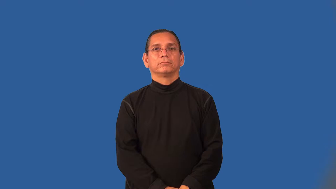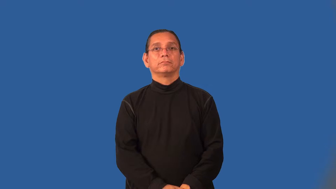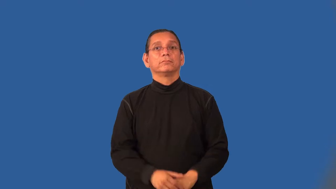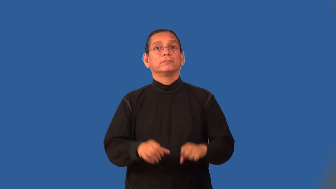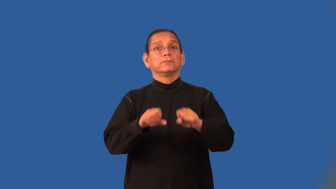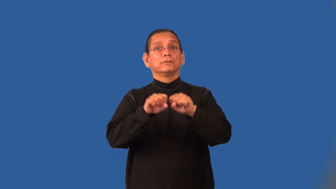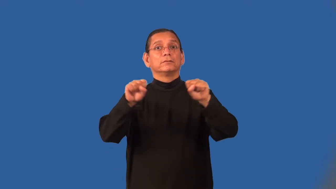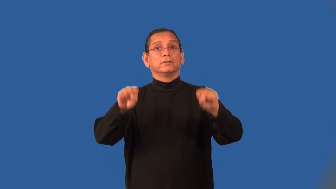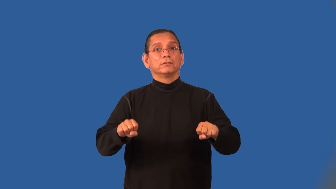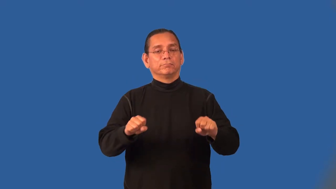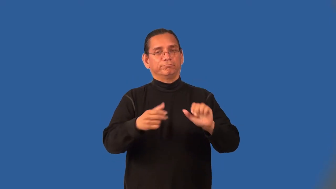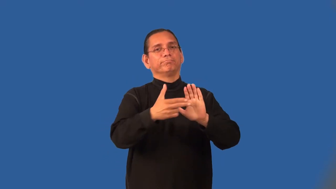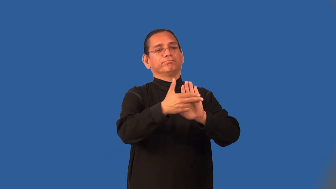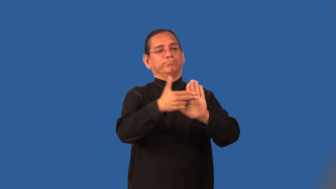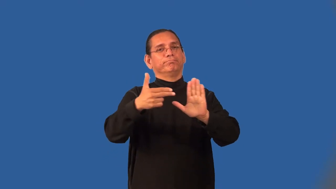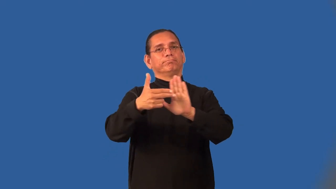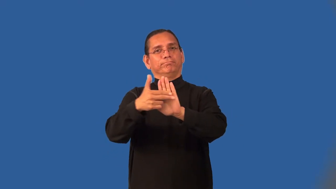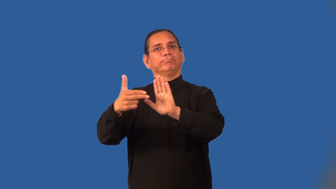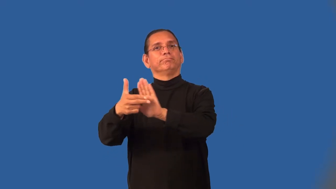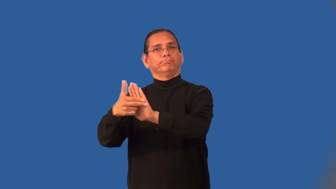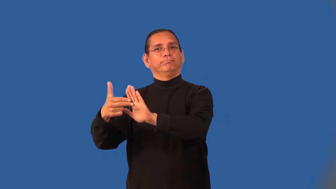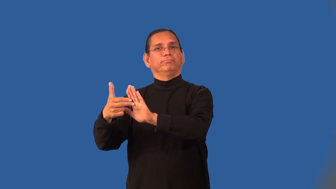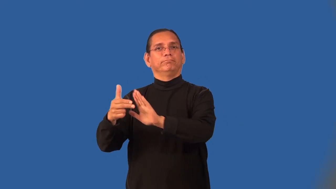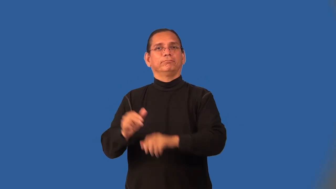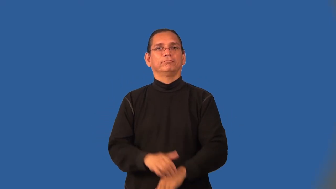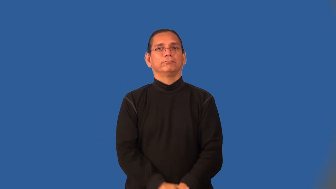nomenclature